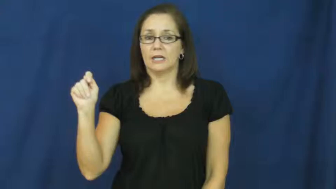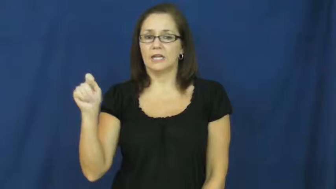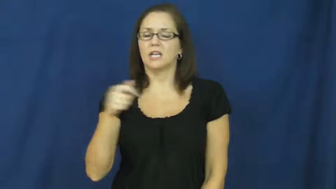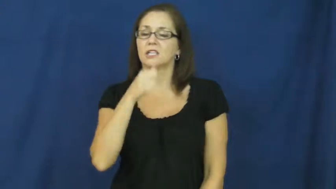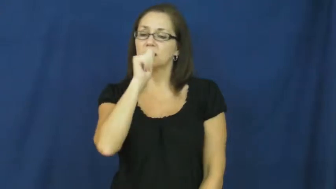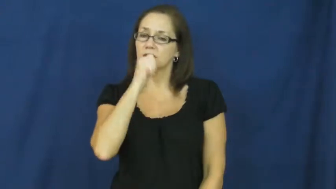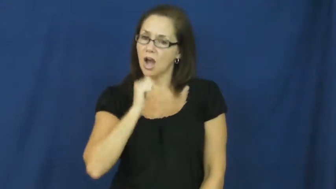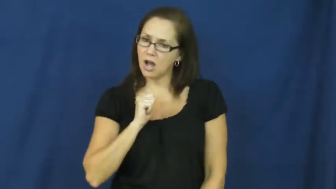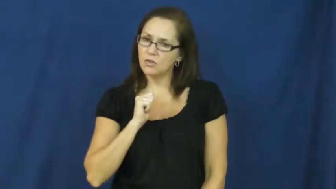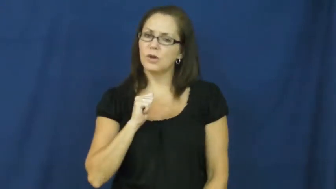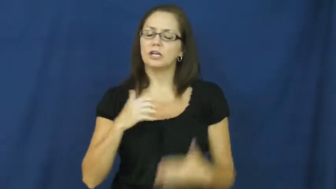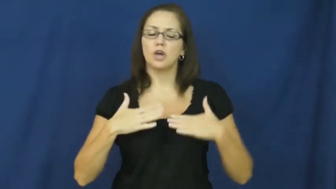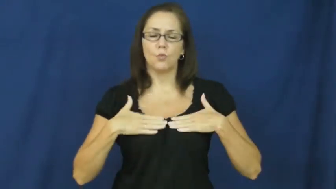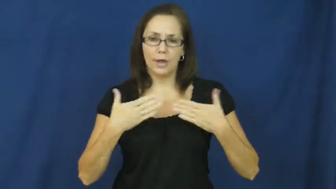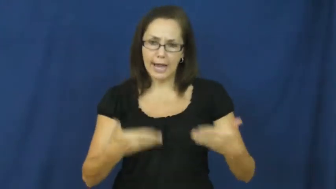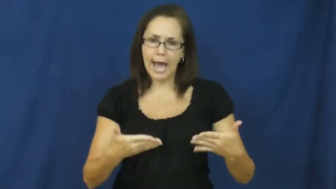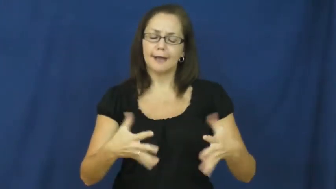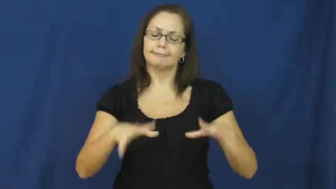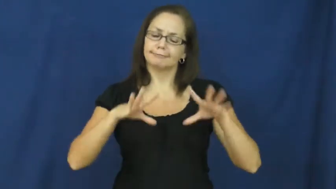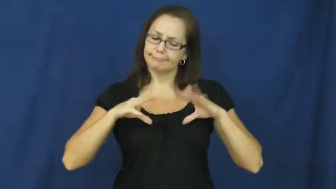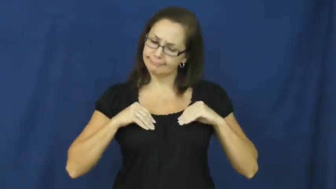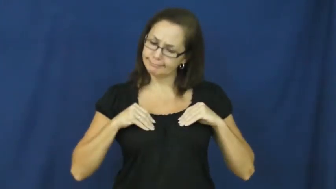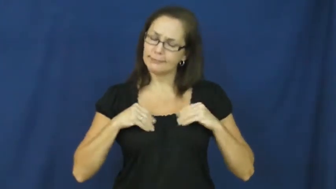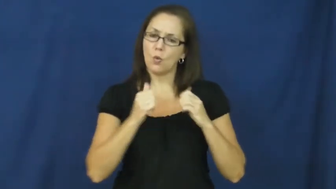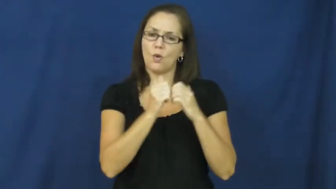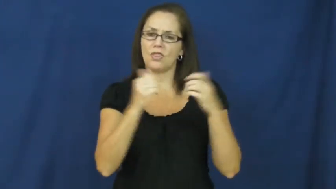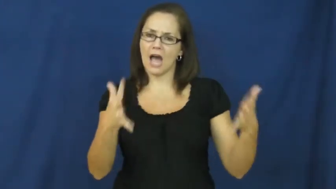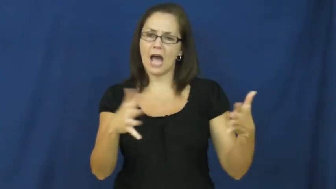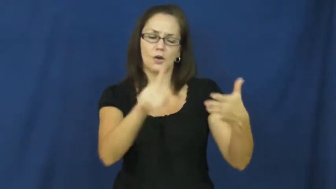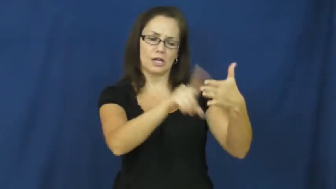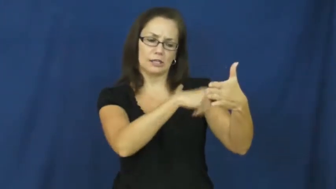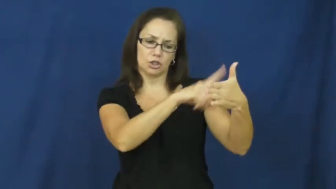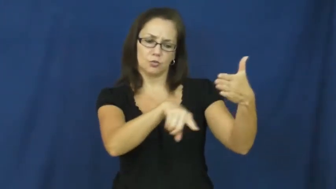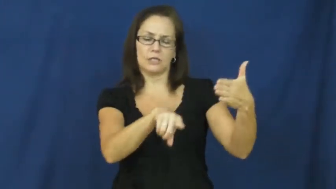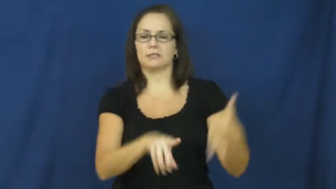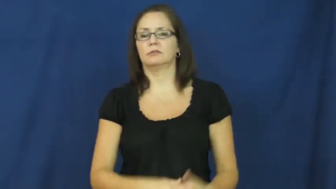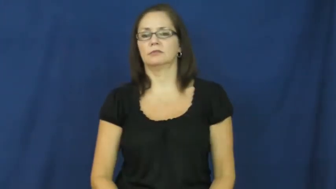resignedly